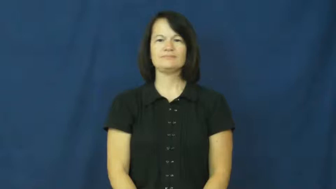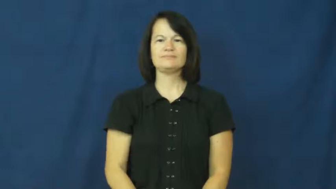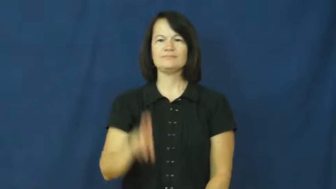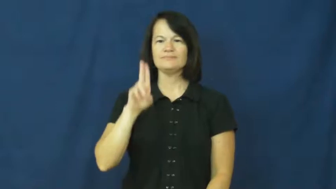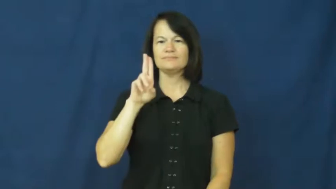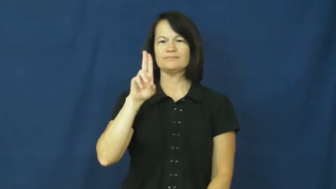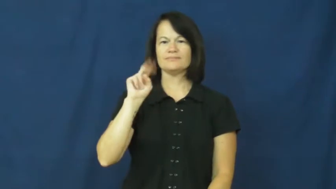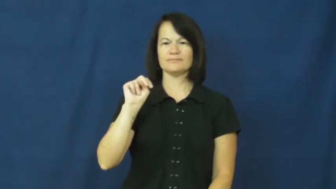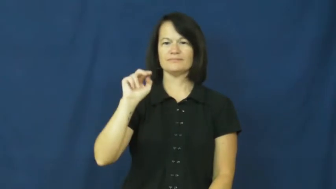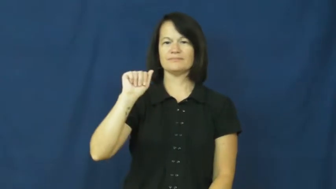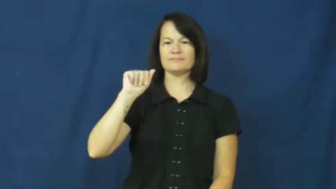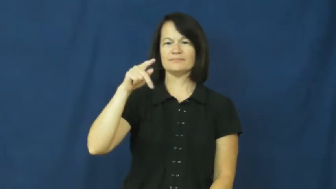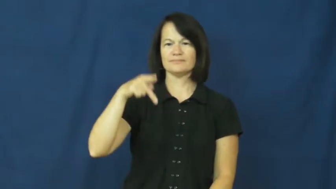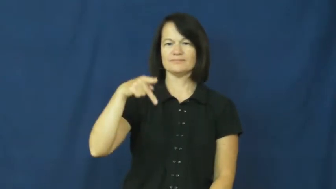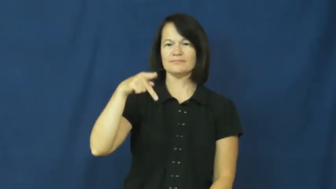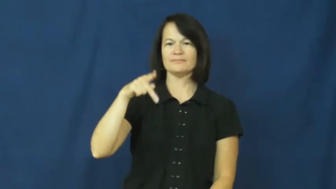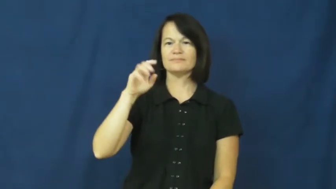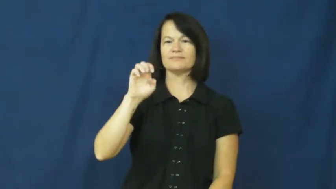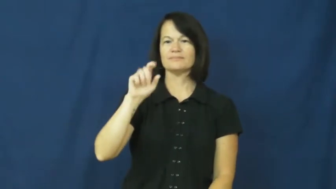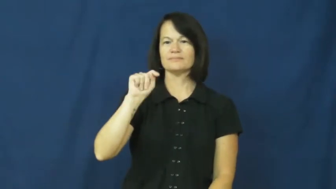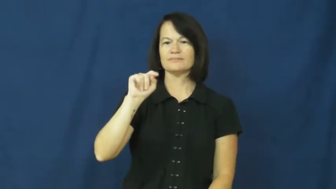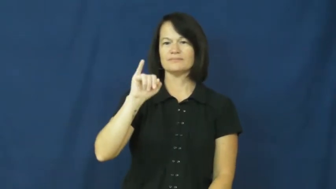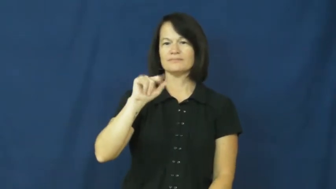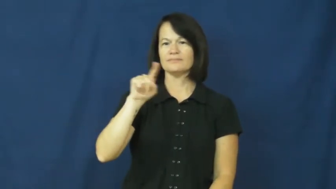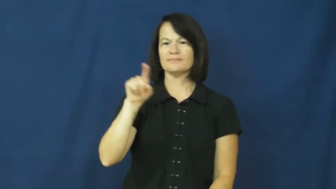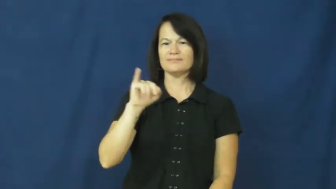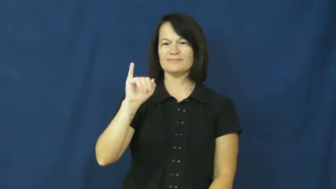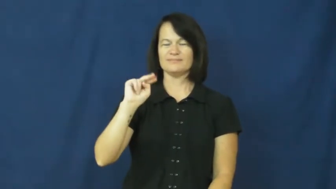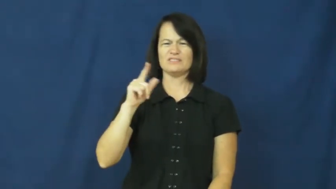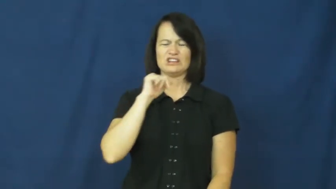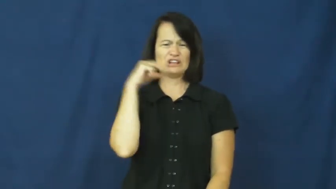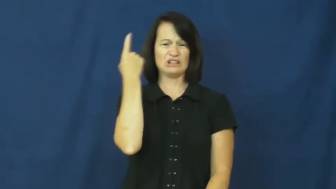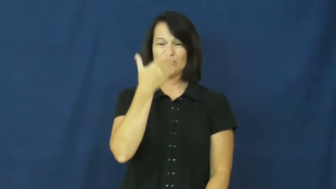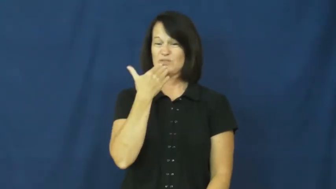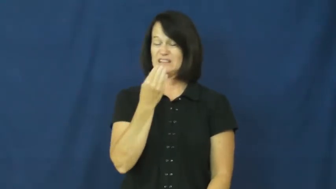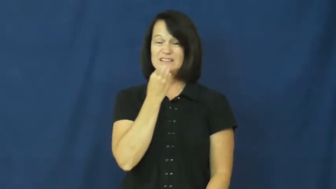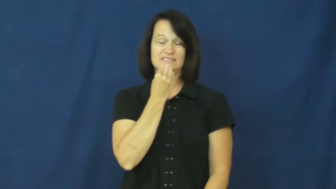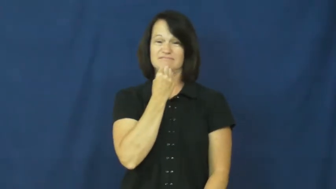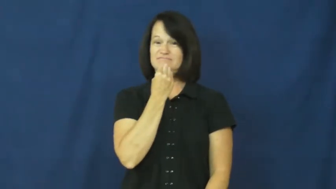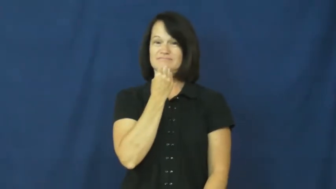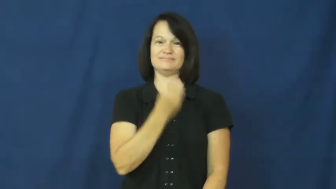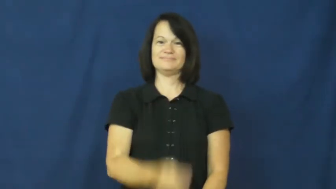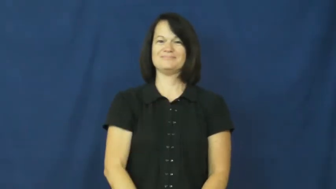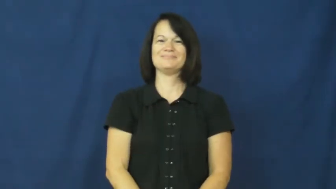unappetizing